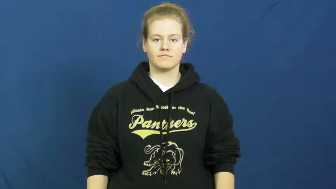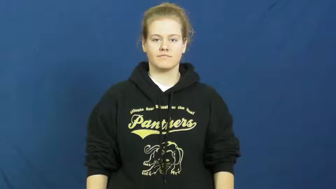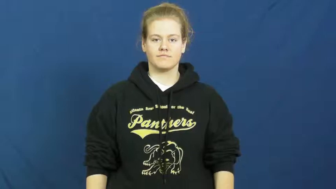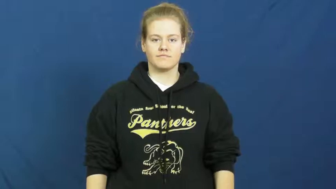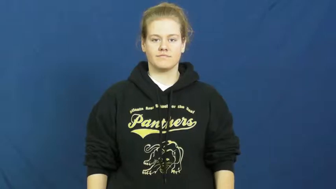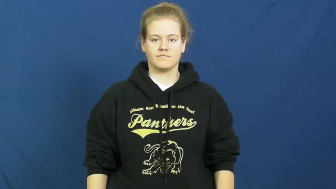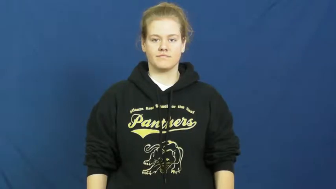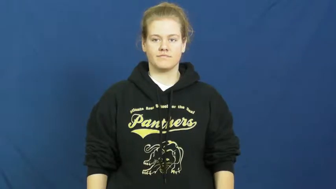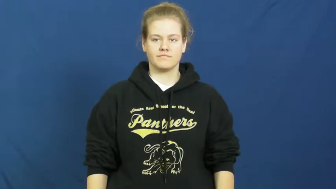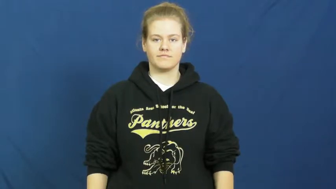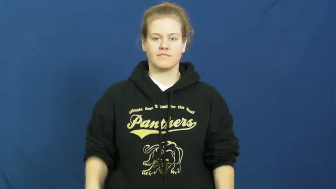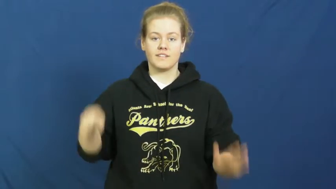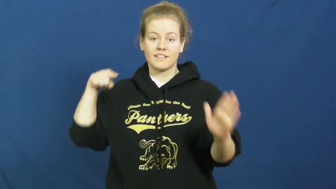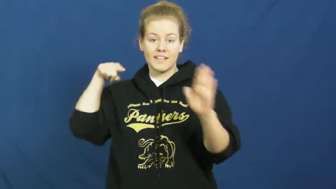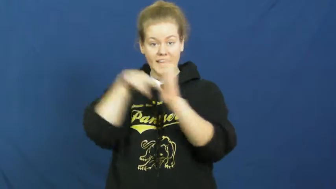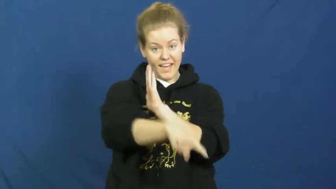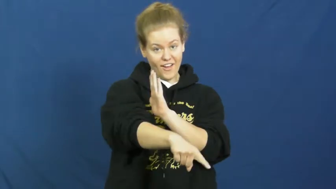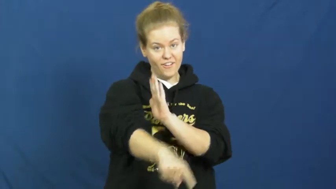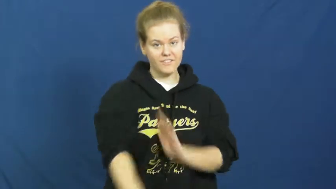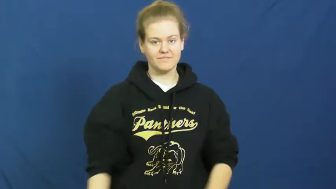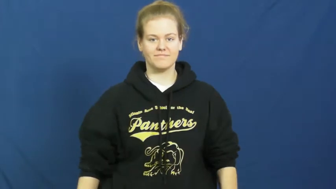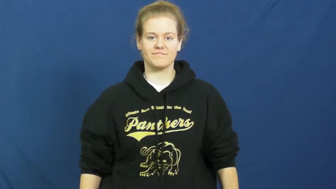strike down-kill